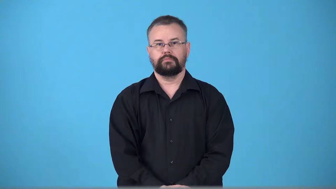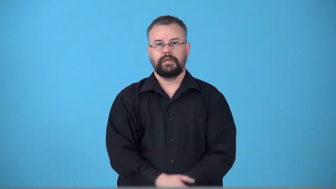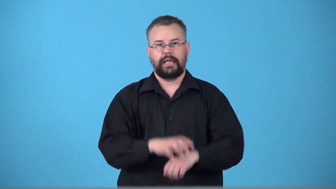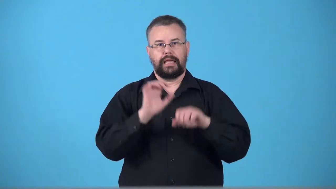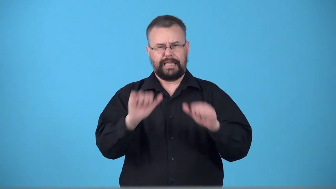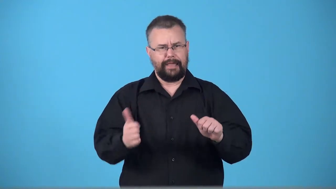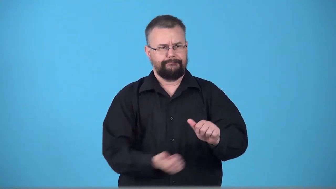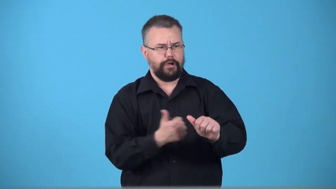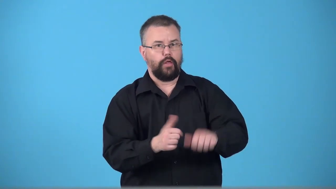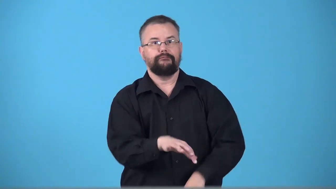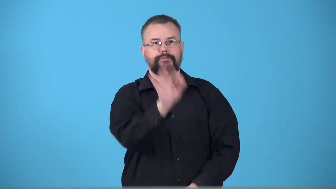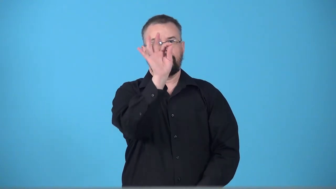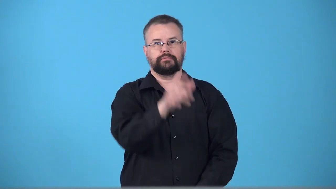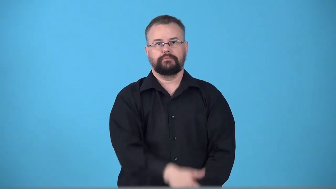traceable-can follow and find